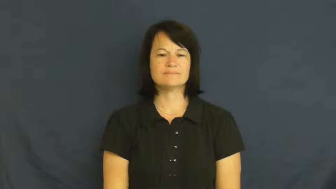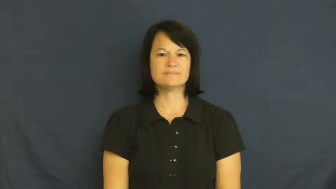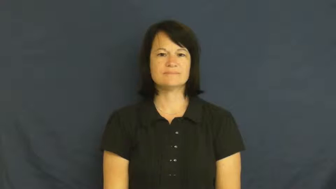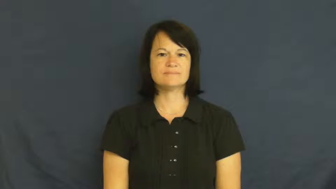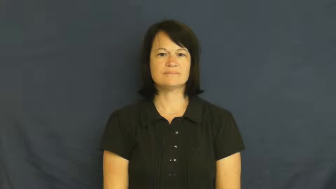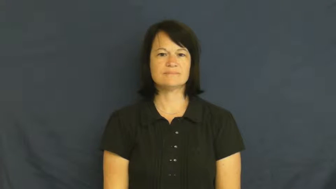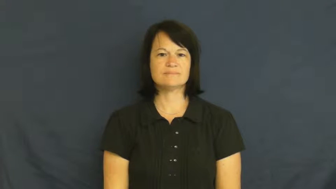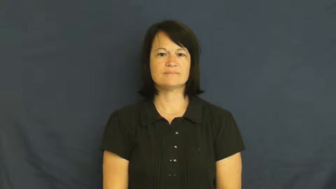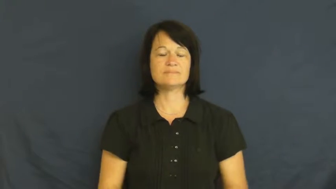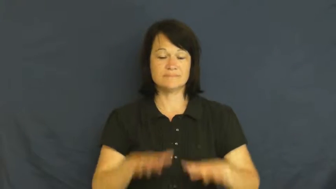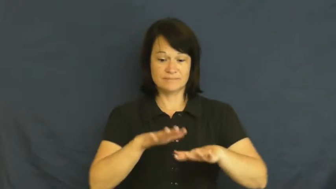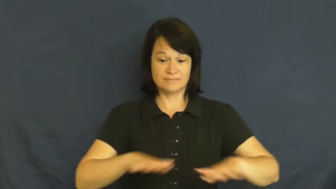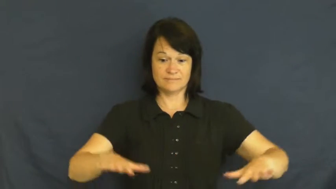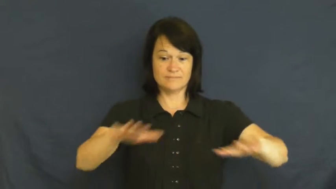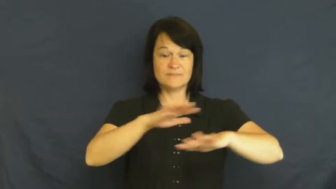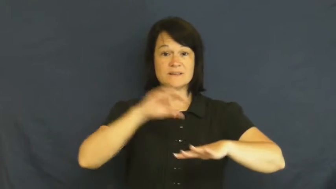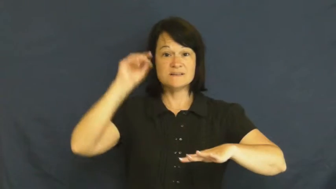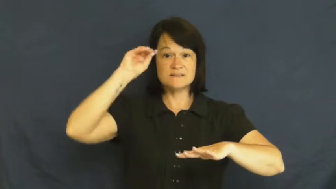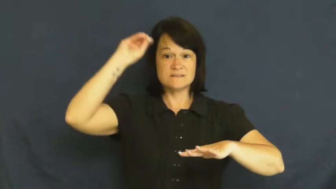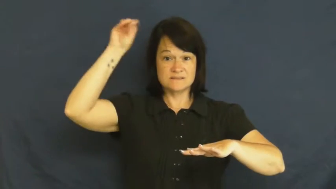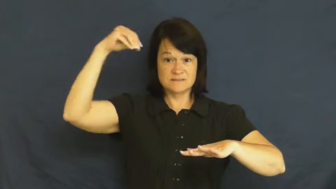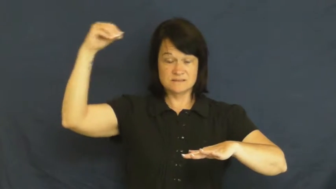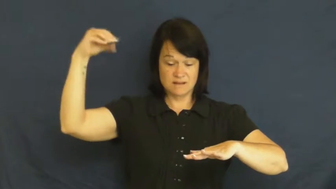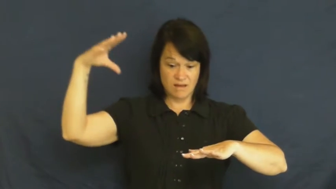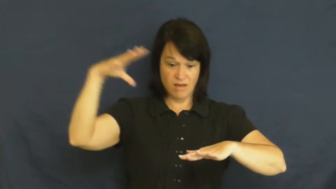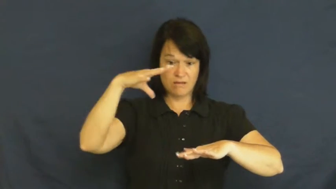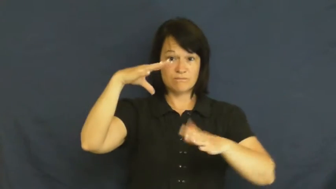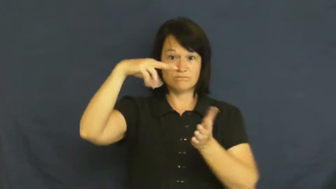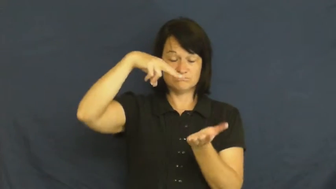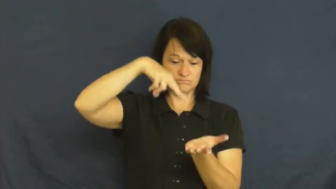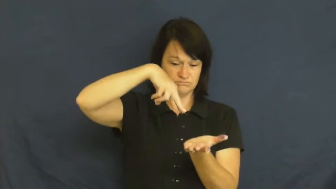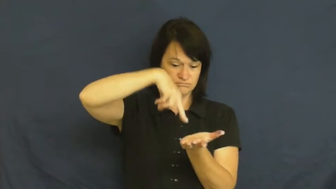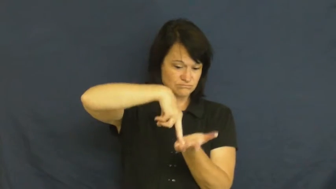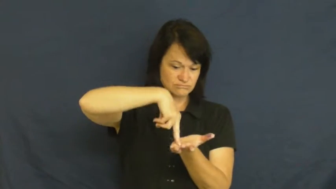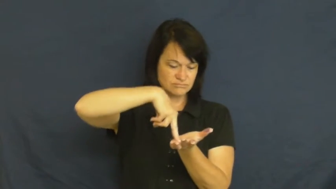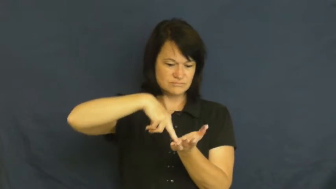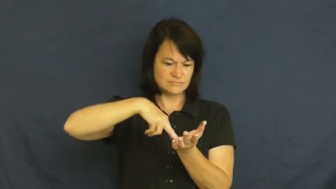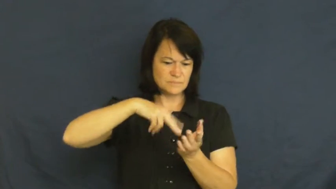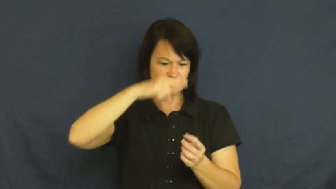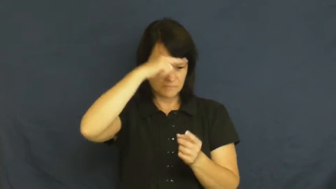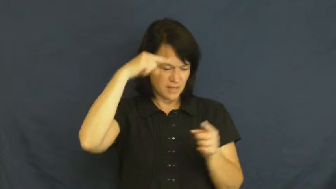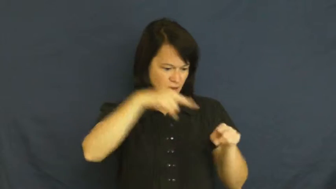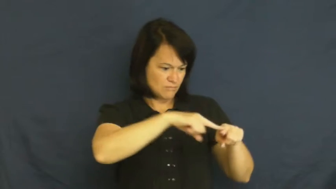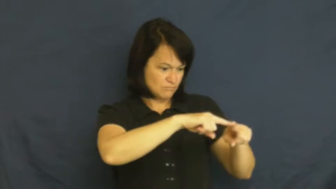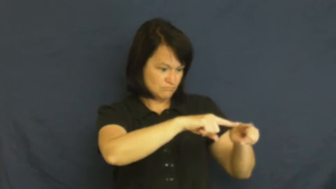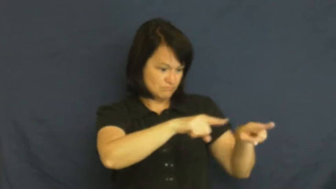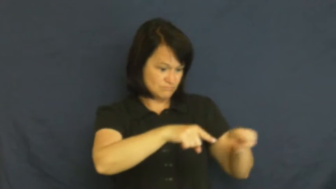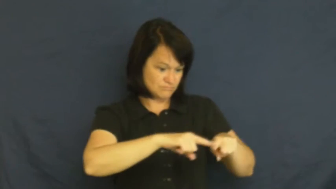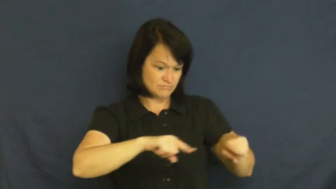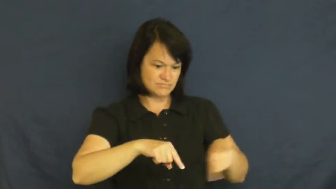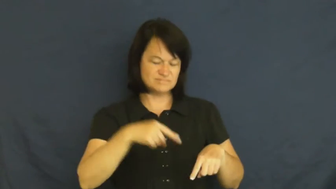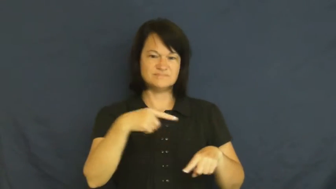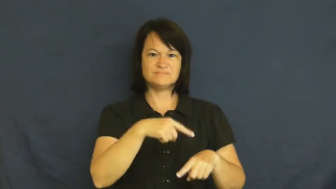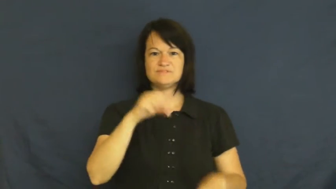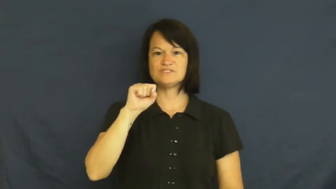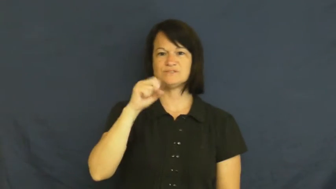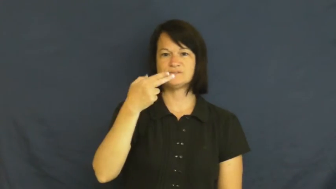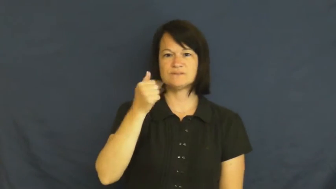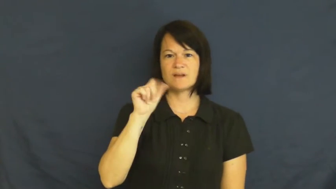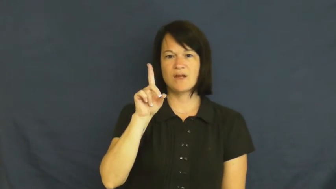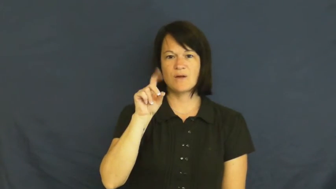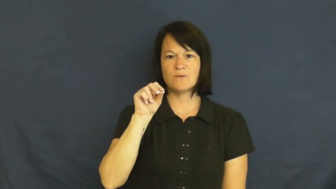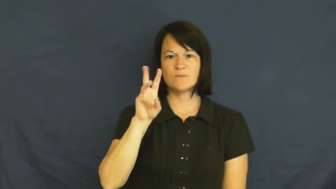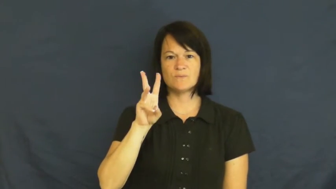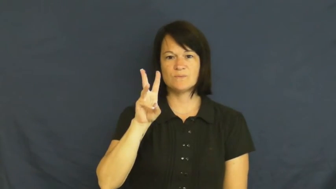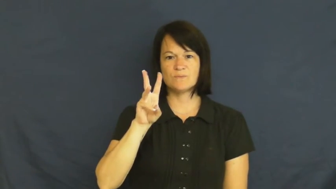shadow-dark